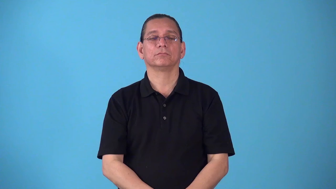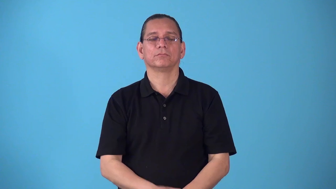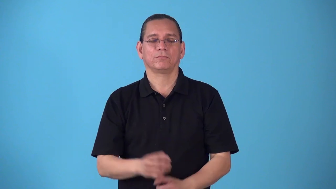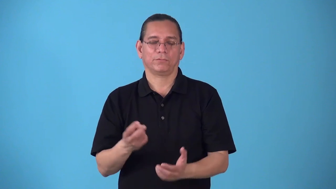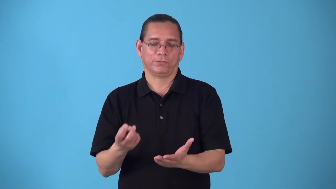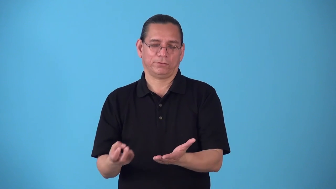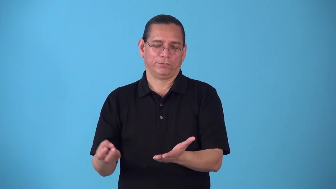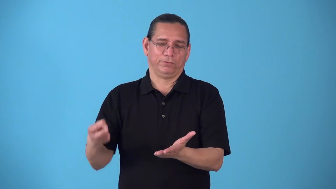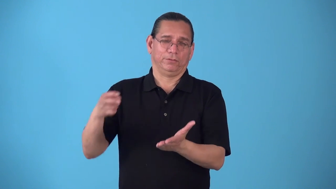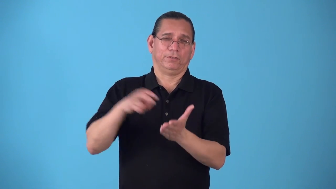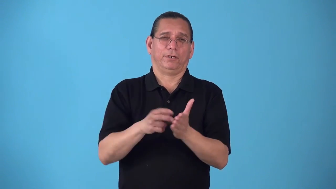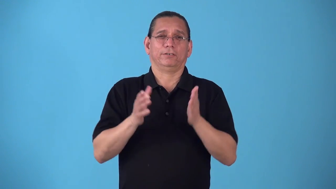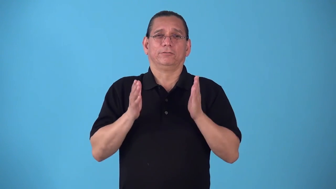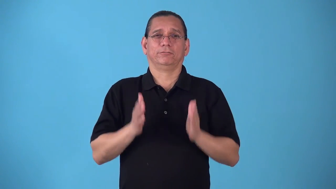riser-person getting out of bed